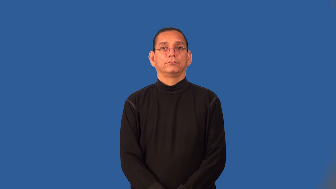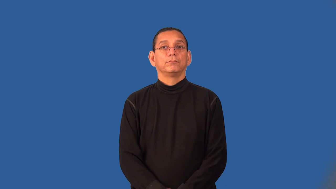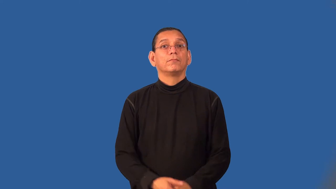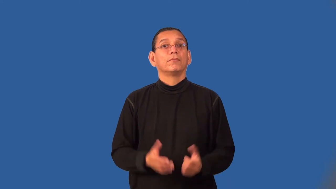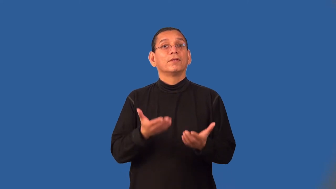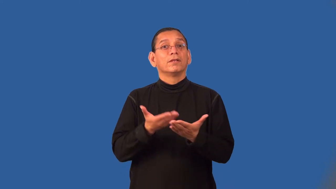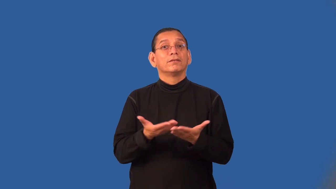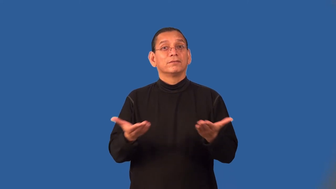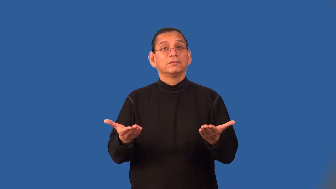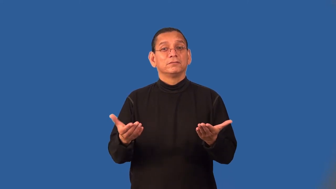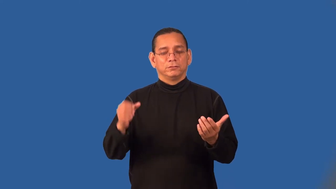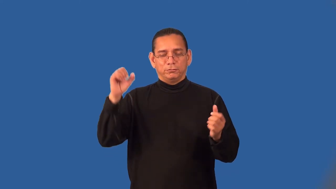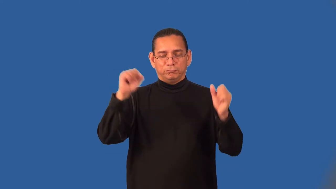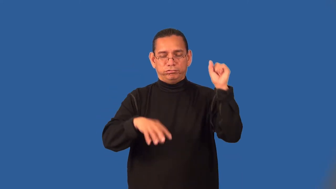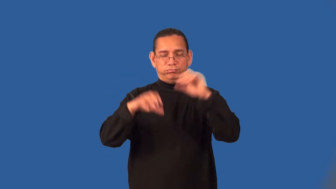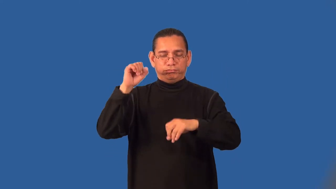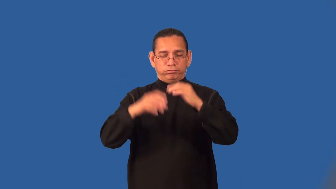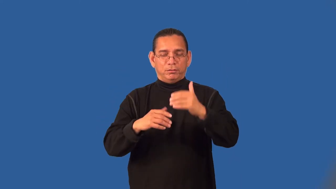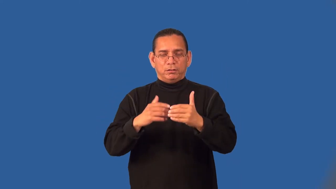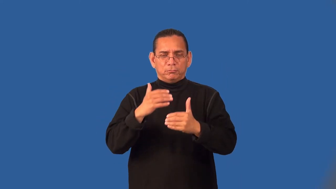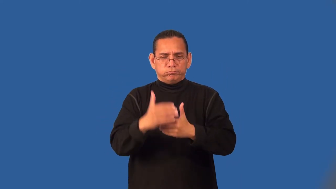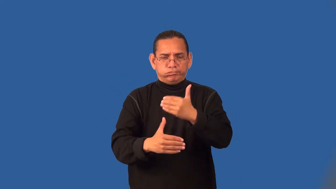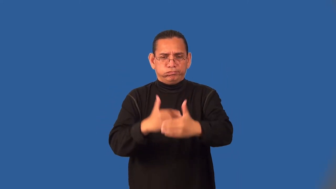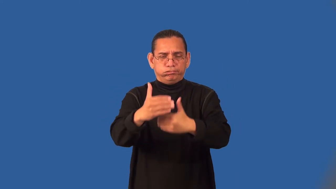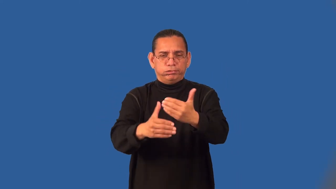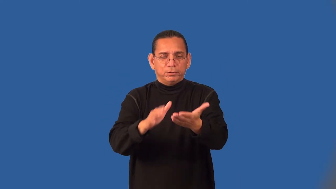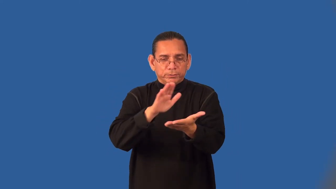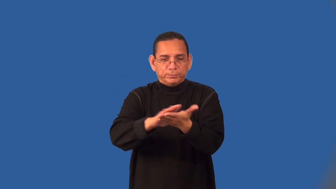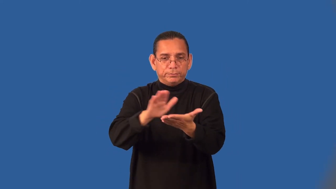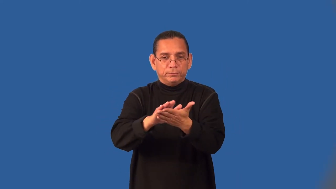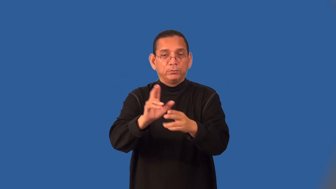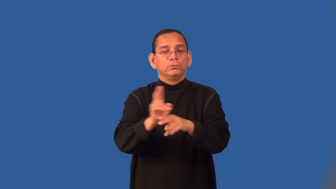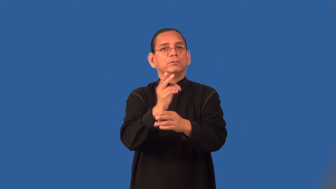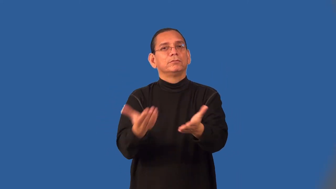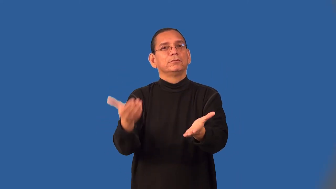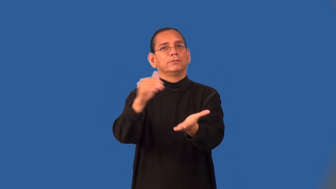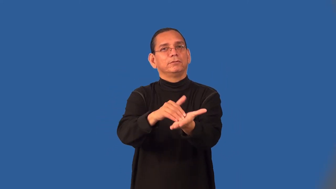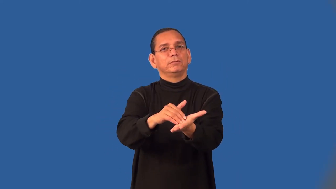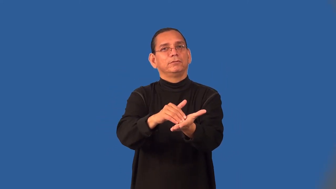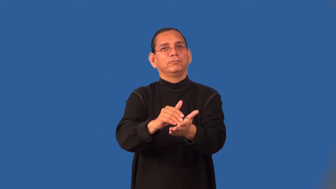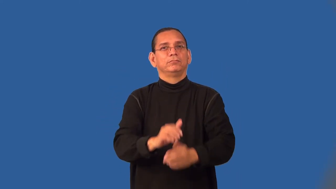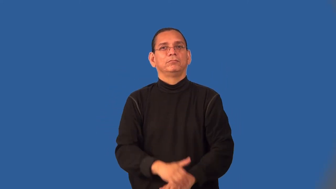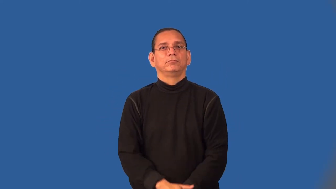scrap-trash